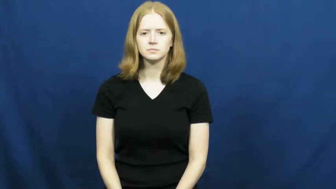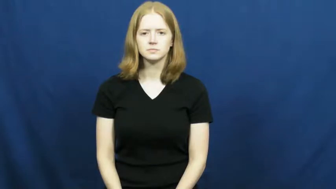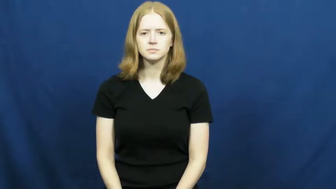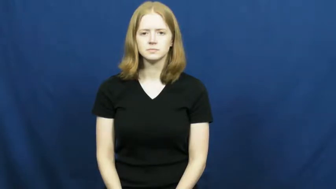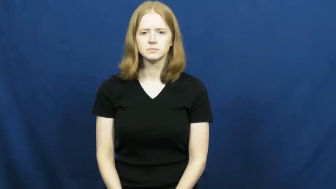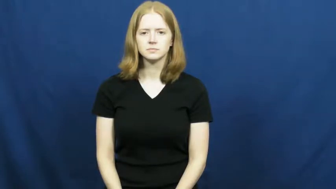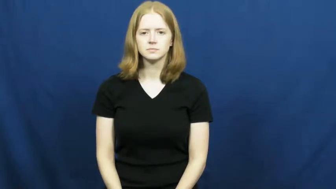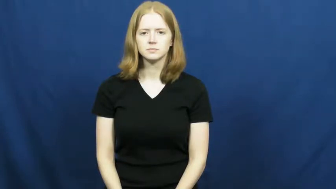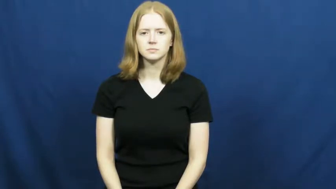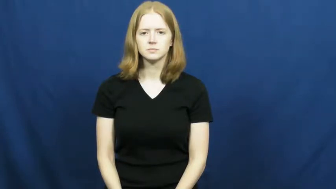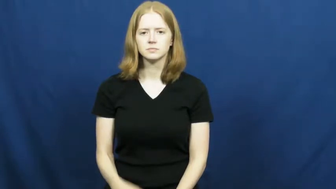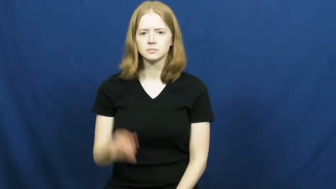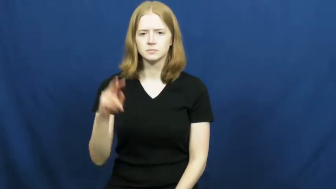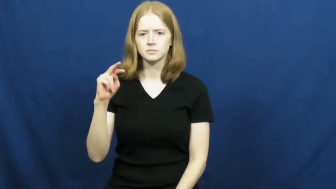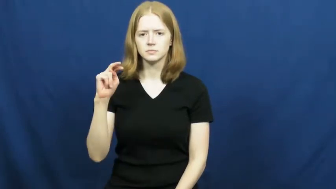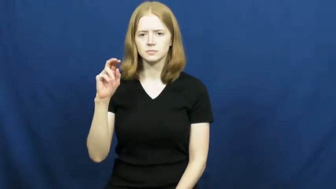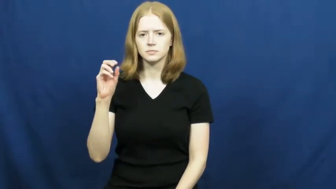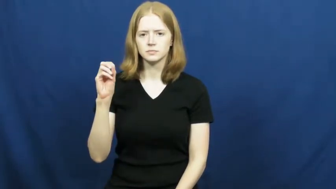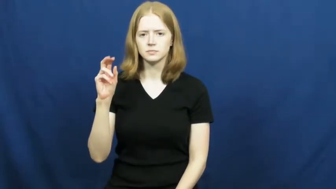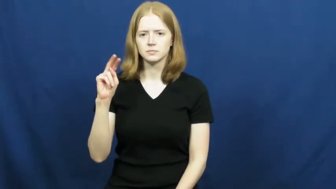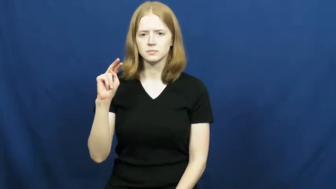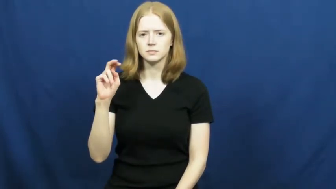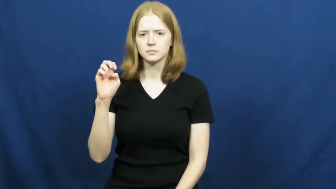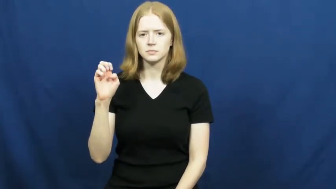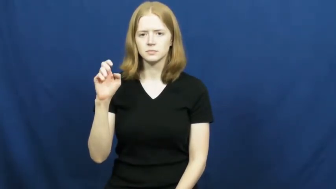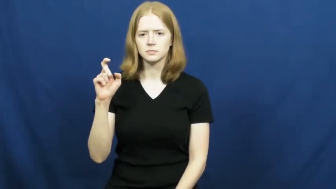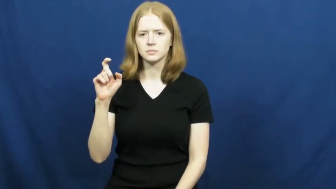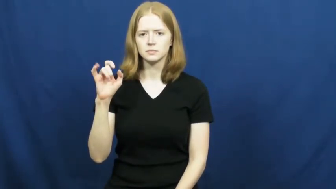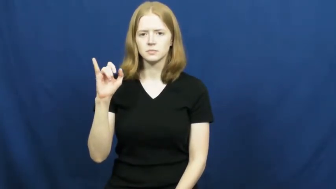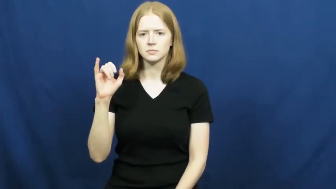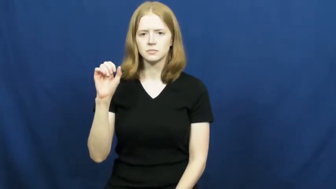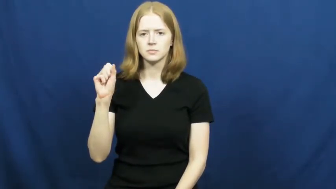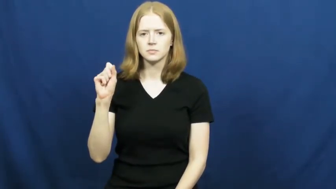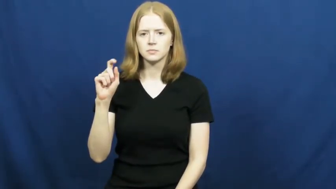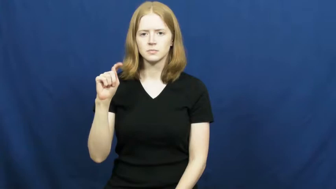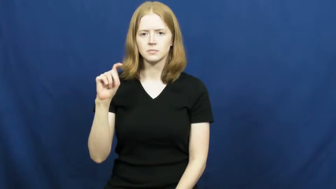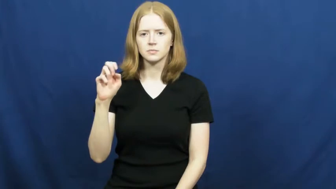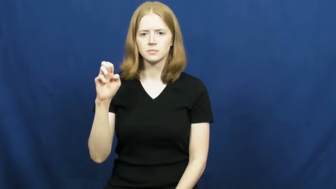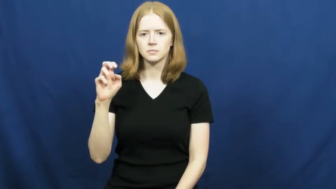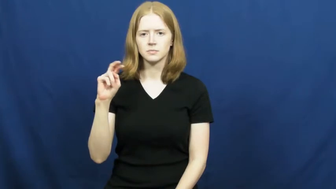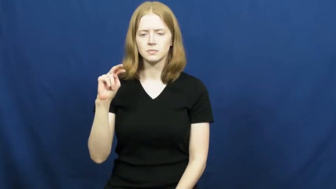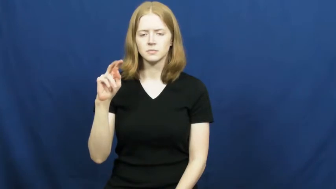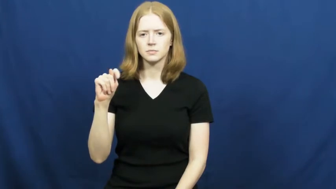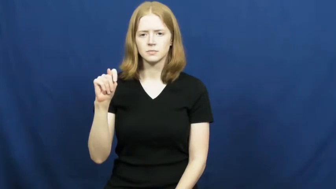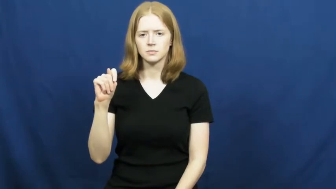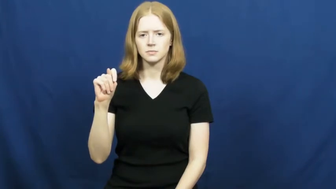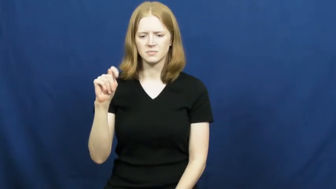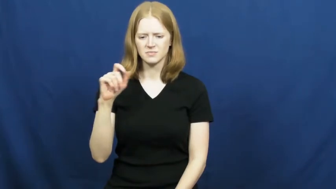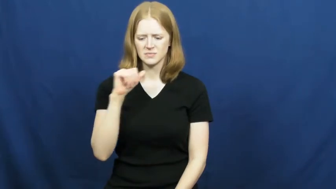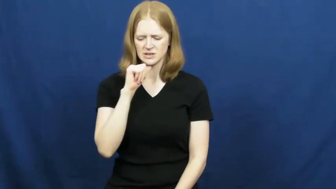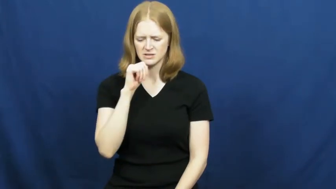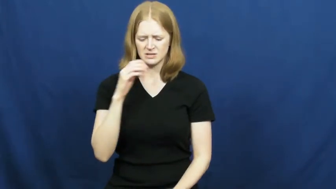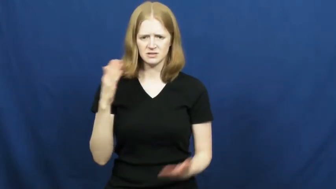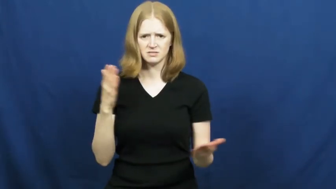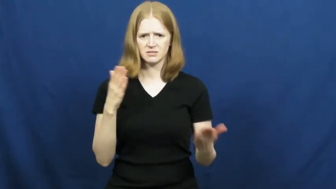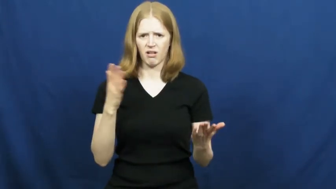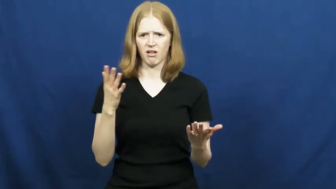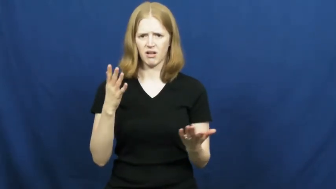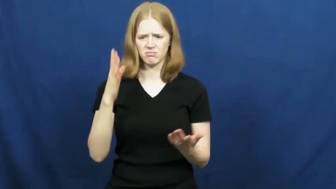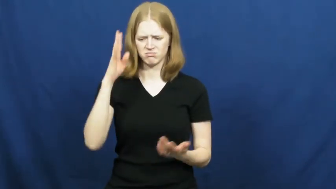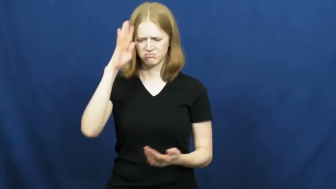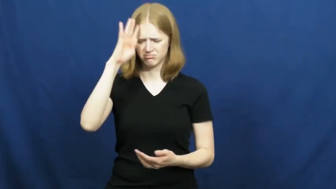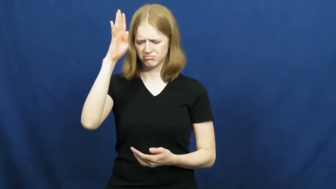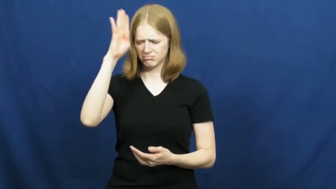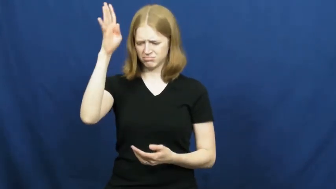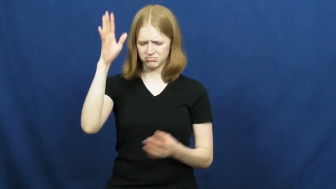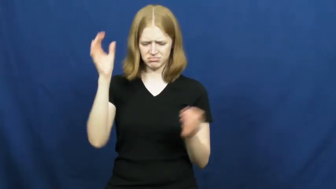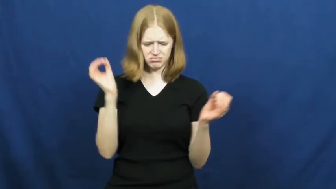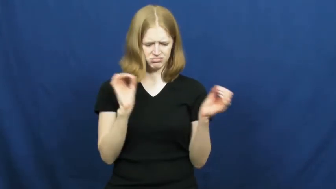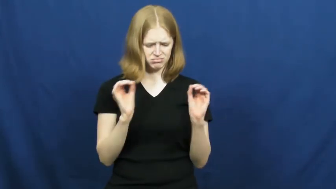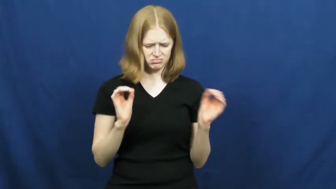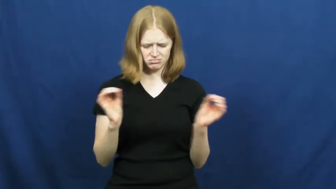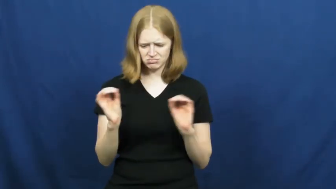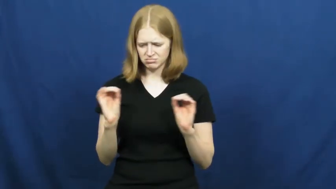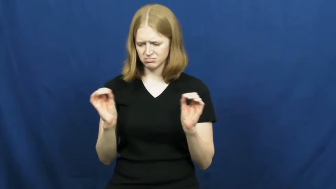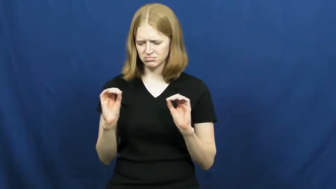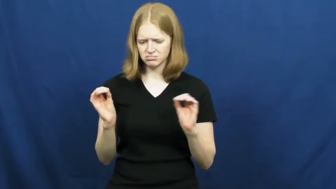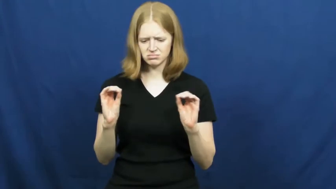nonexistent